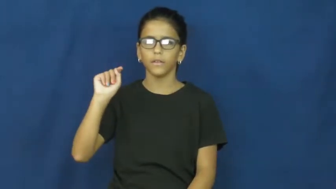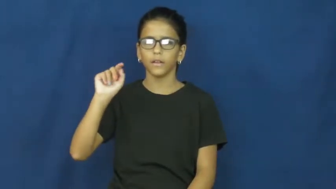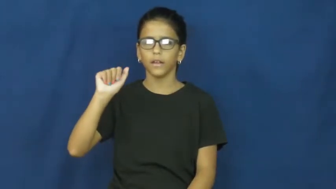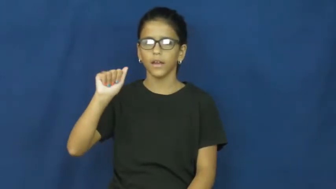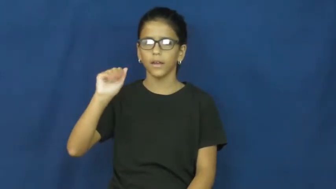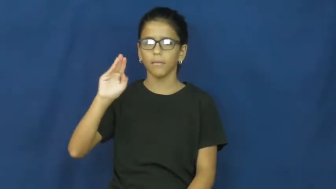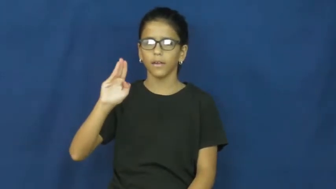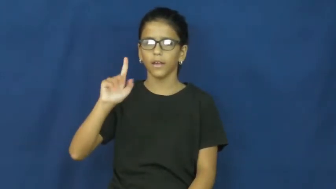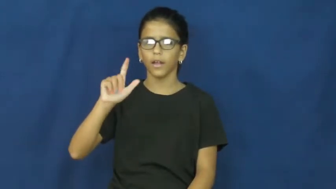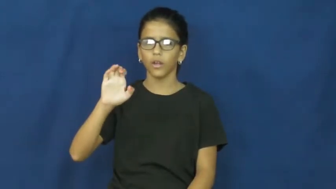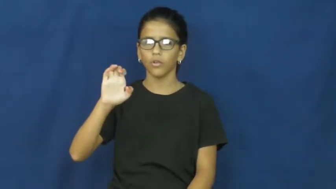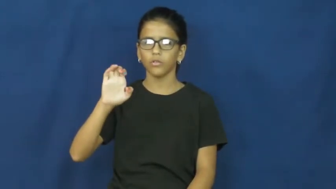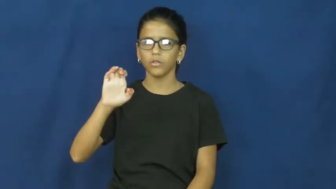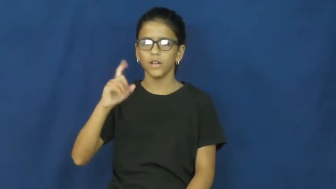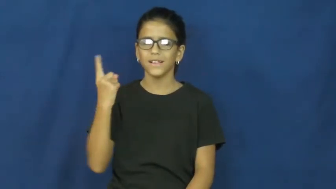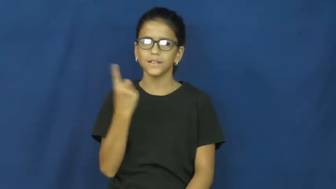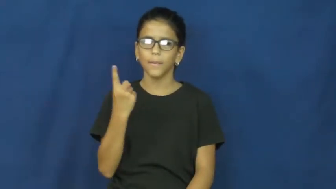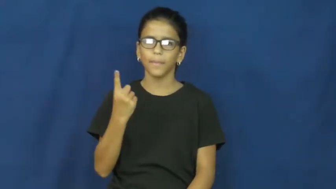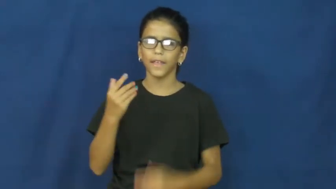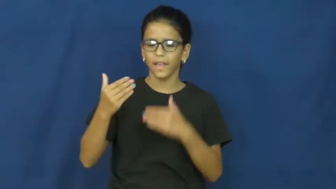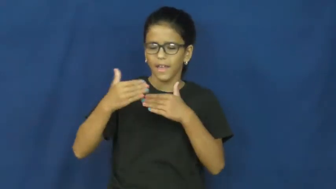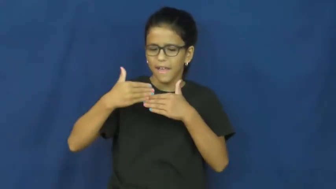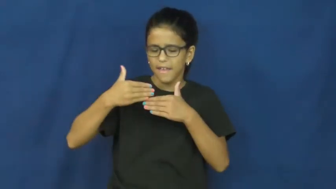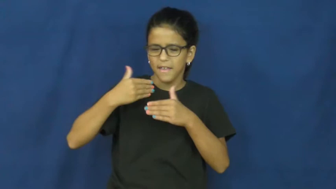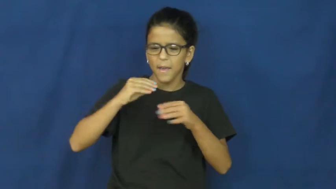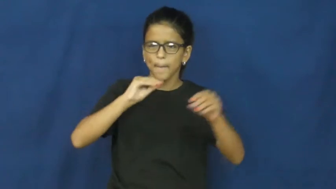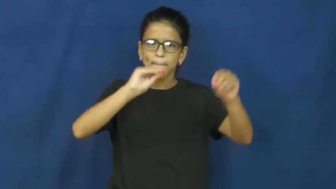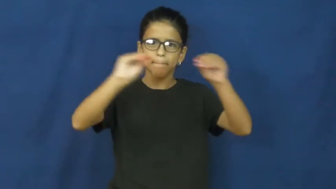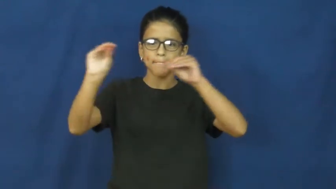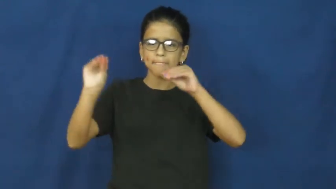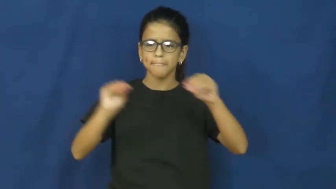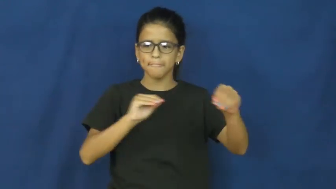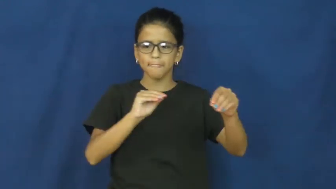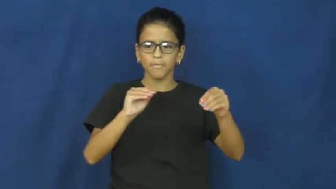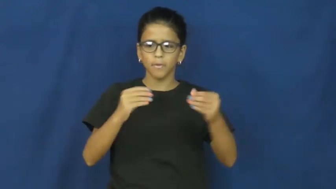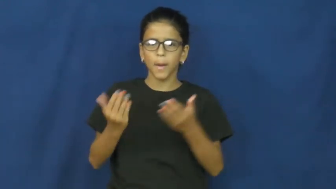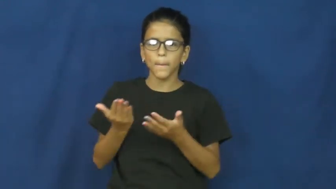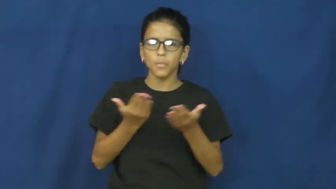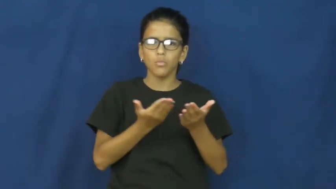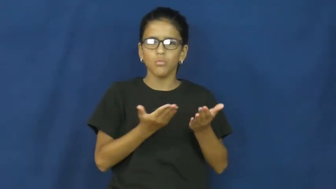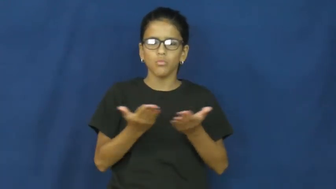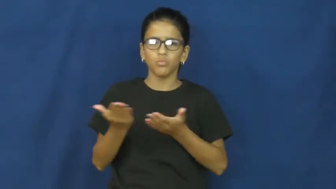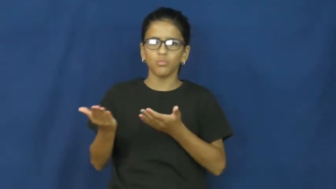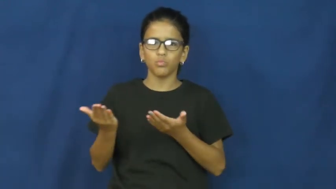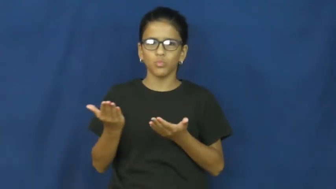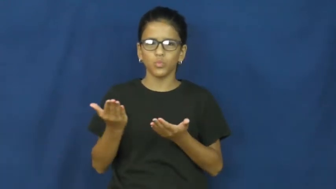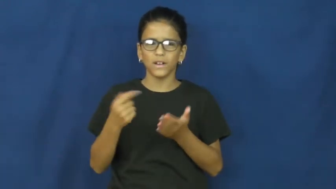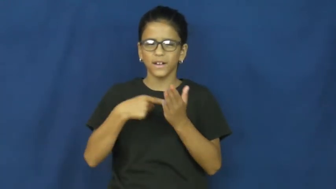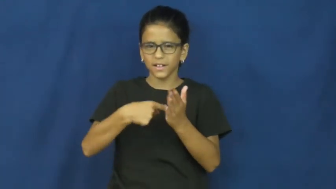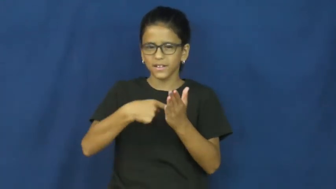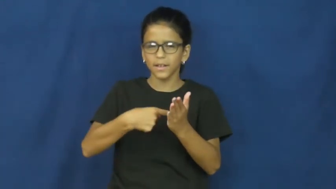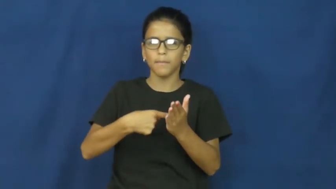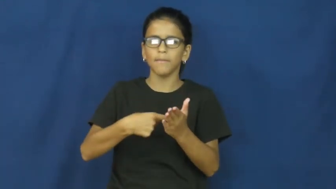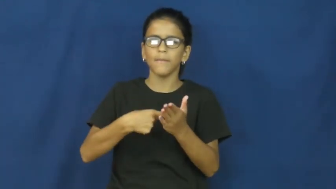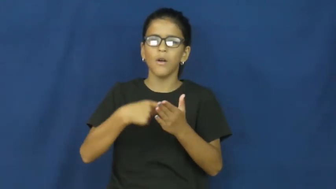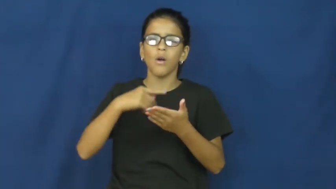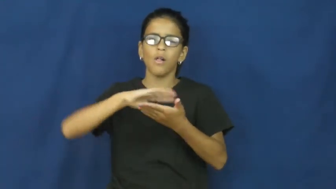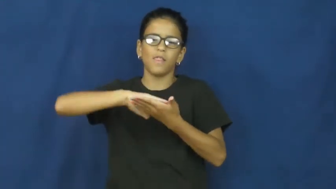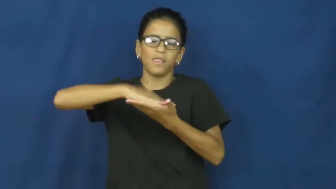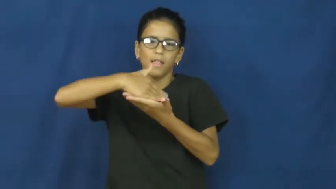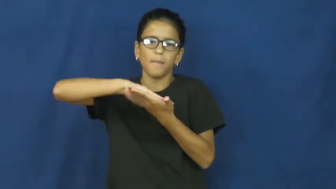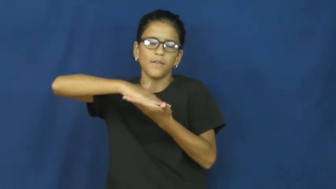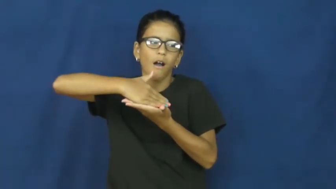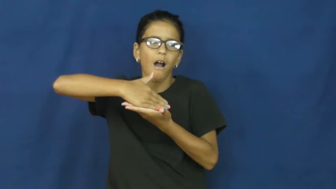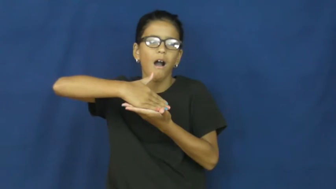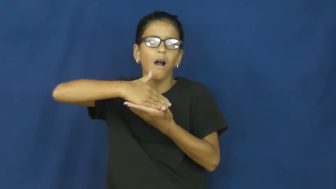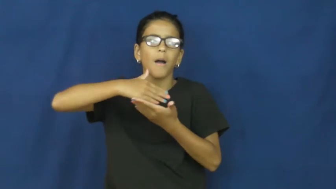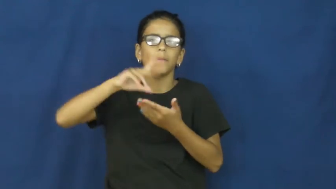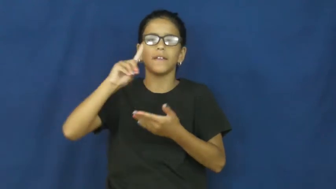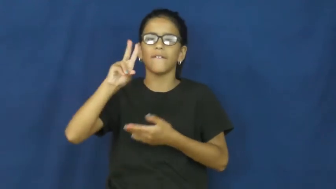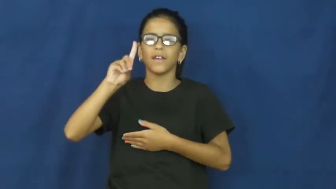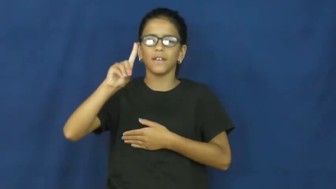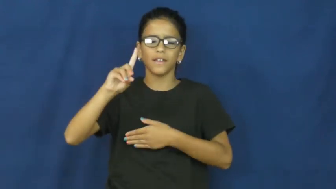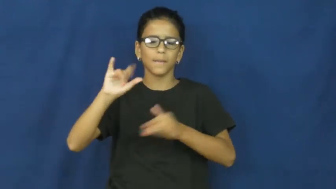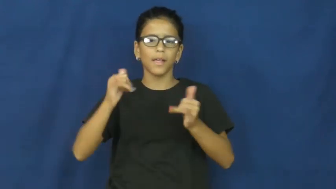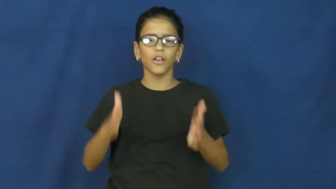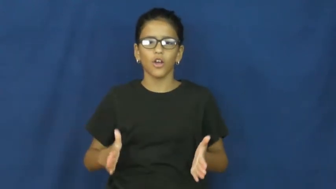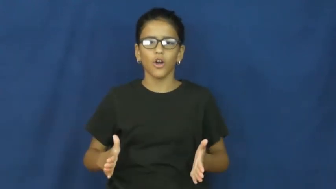portable